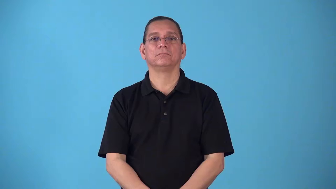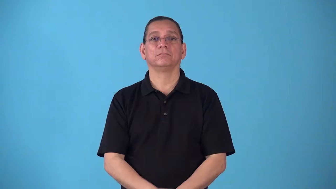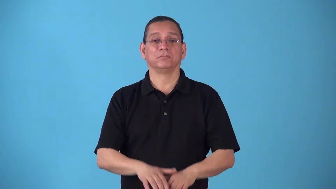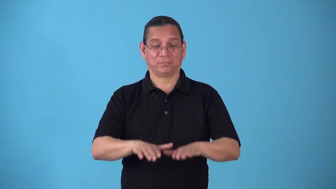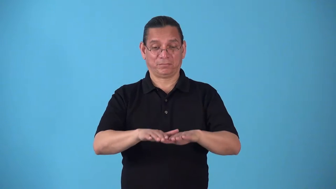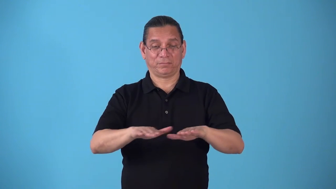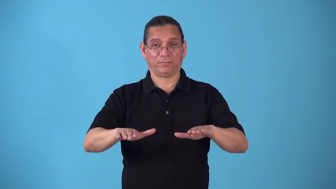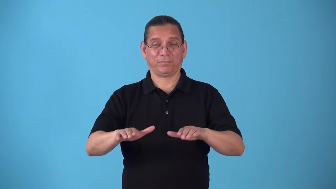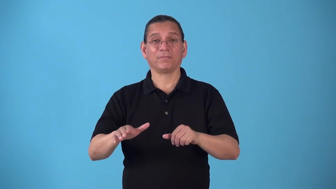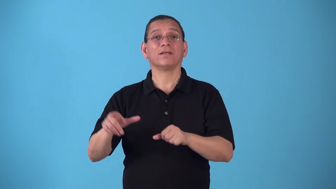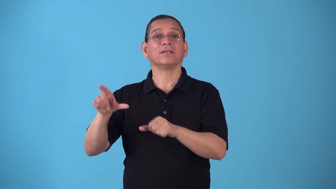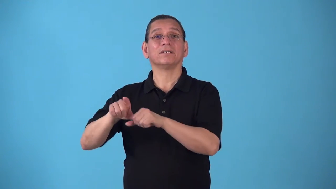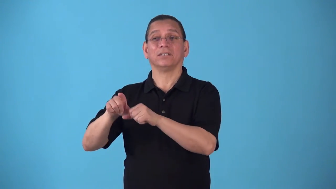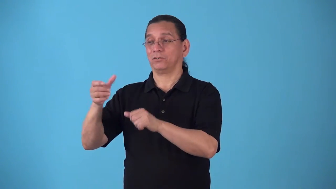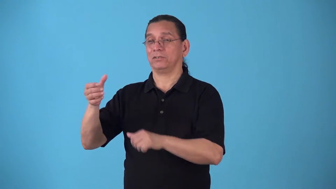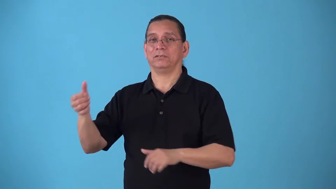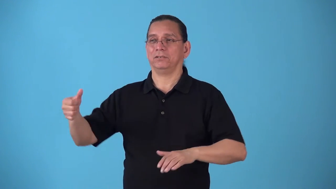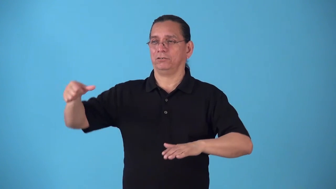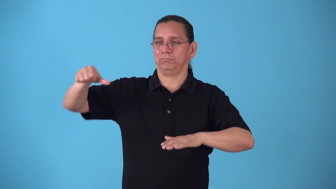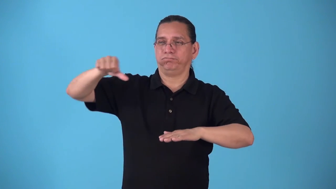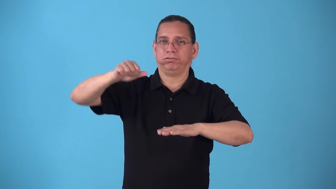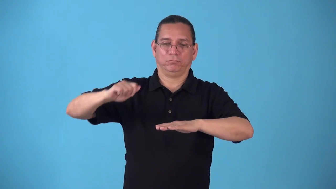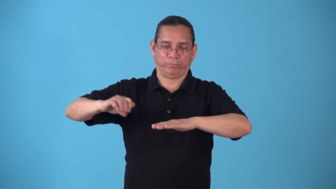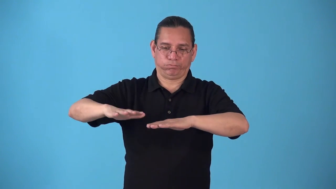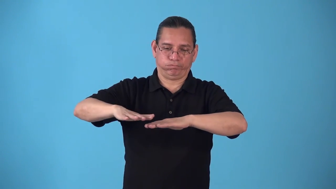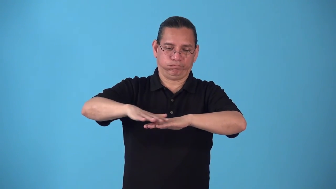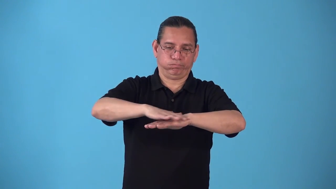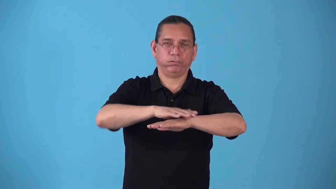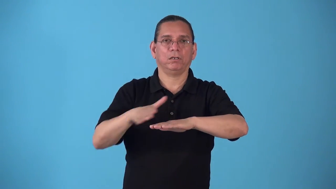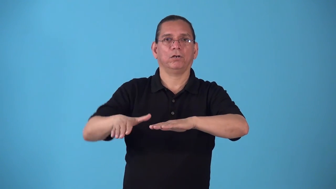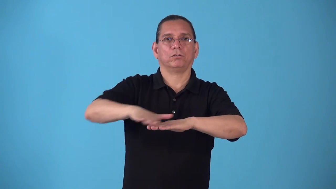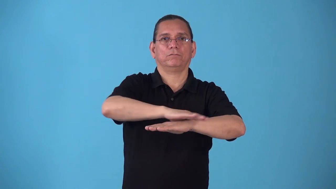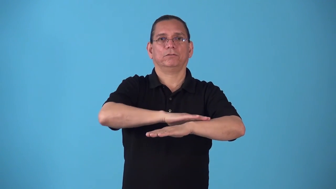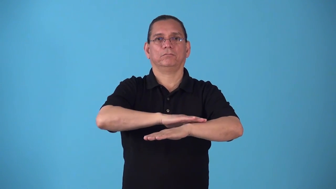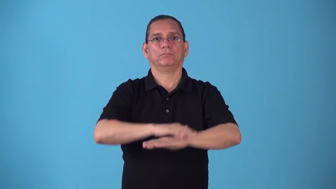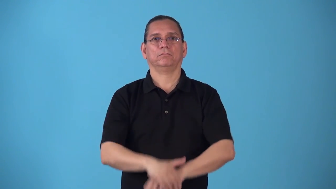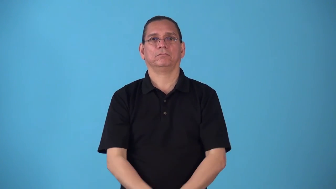sop-pour liquid on to